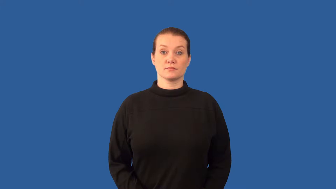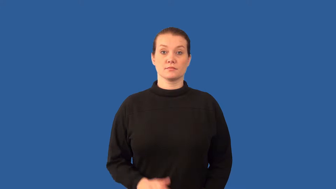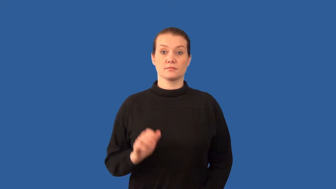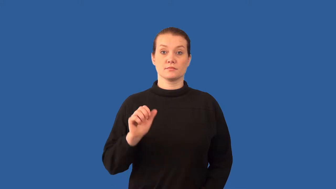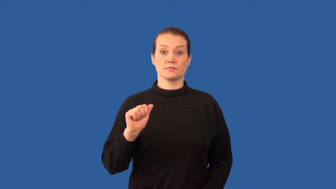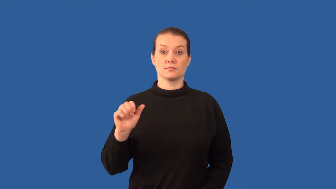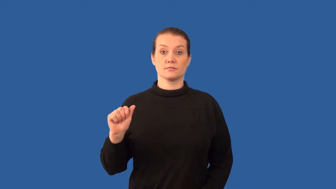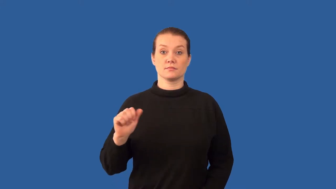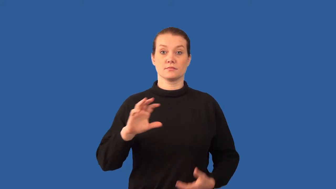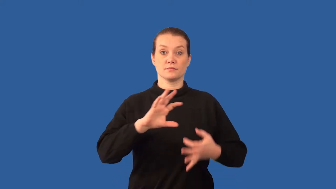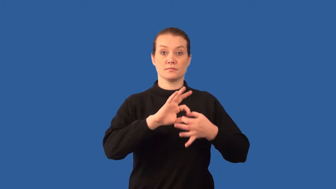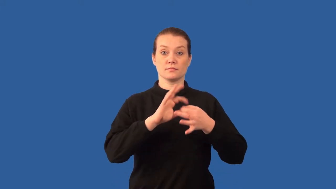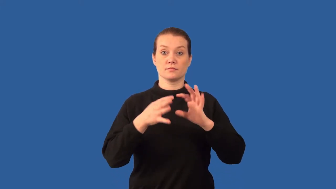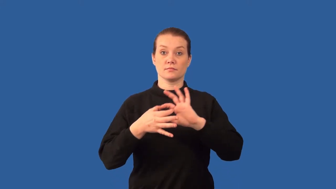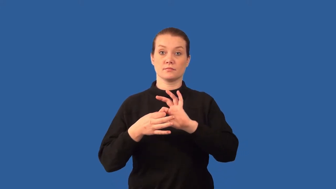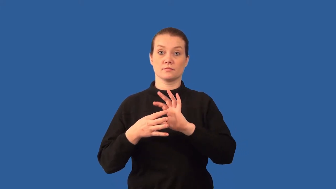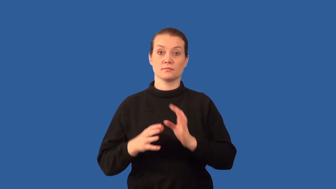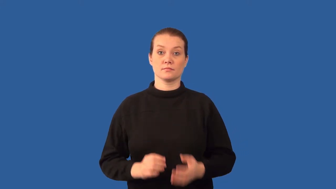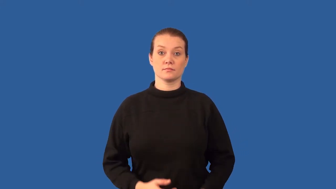peptide